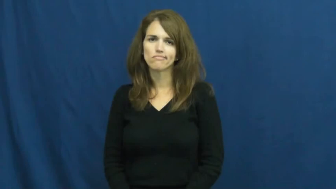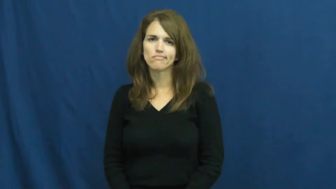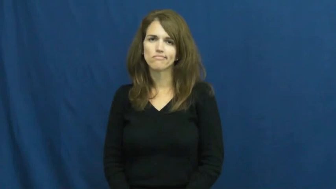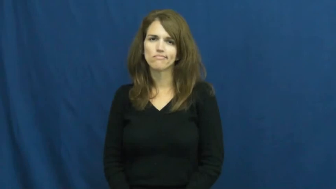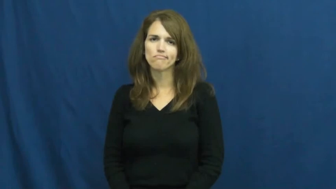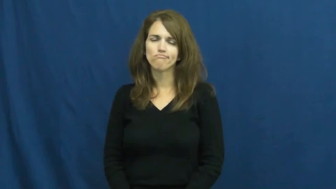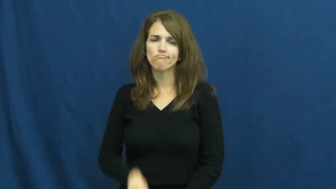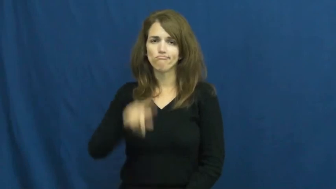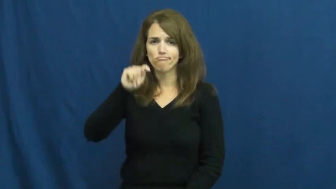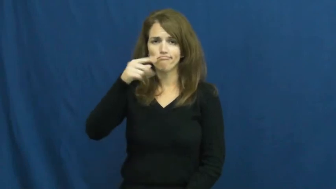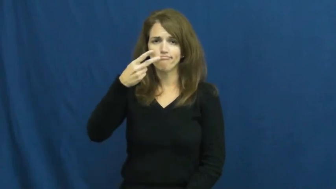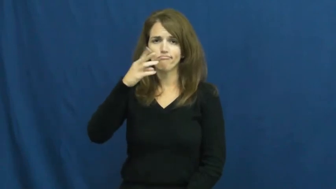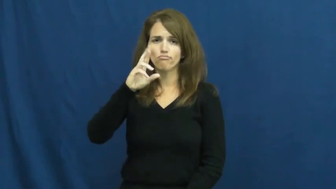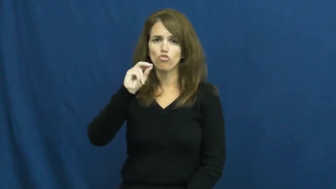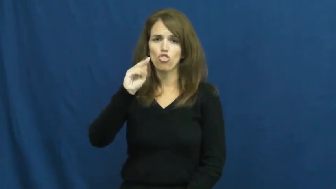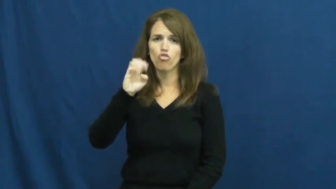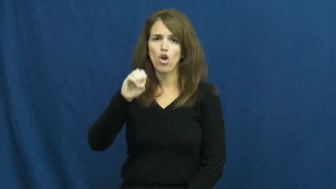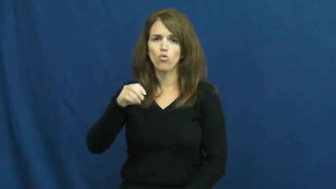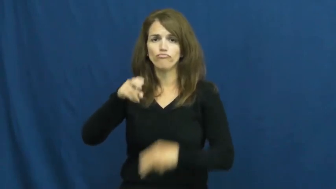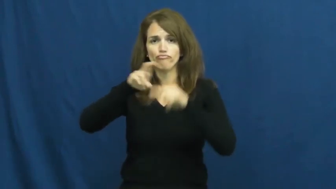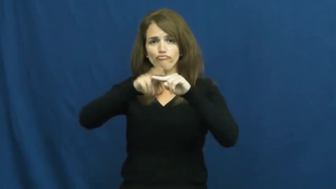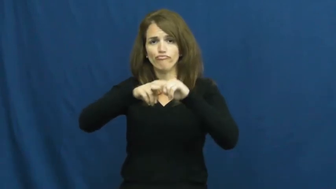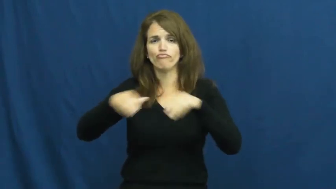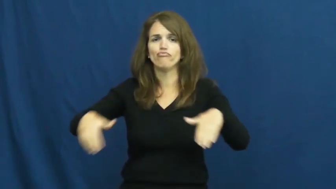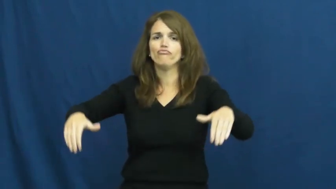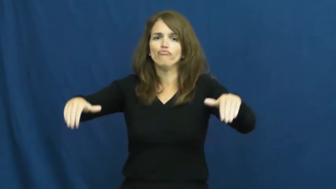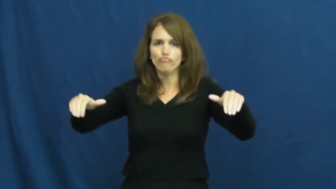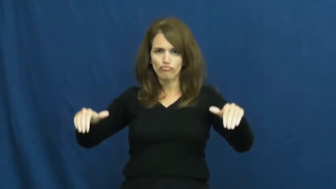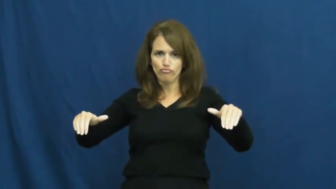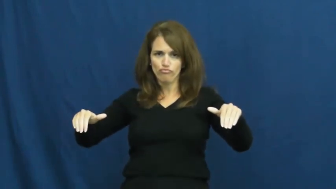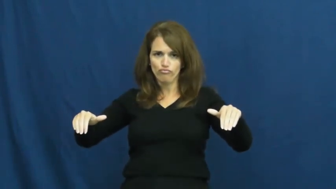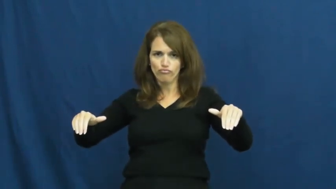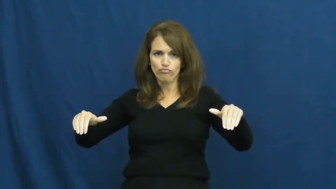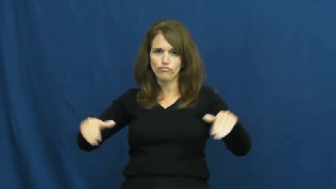throne